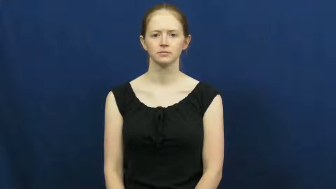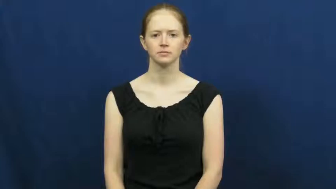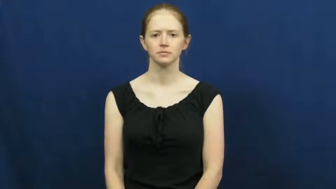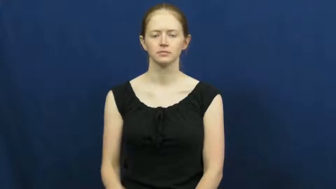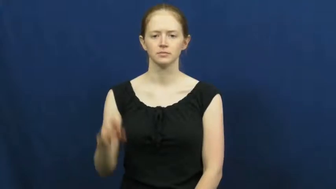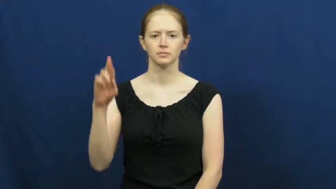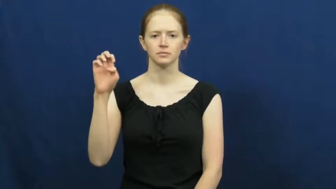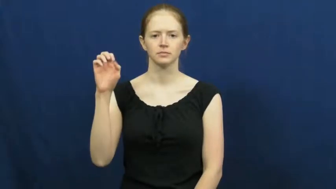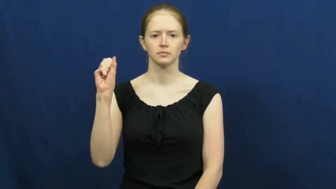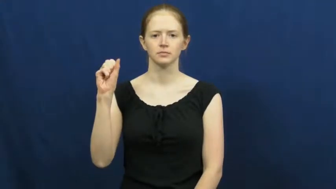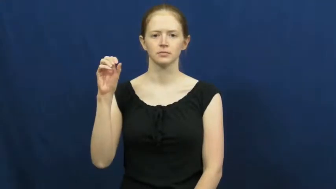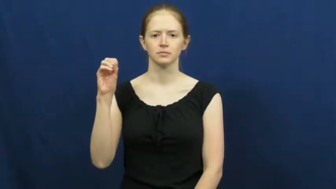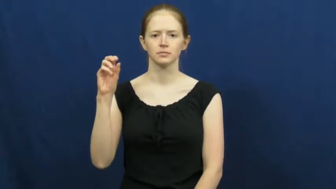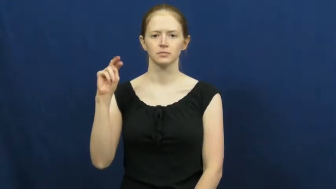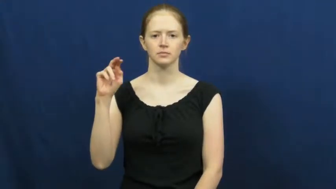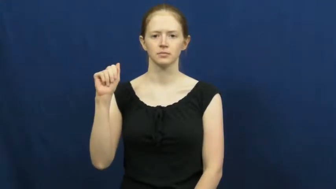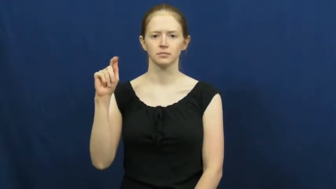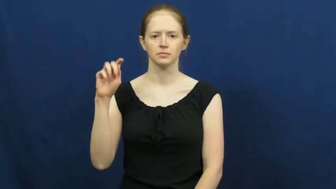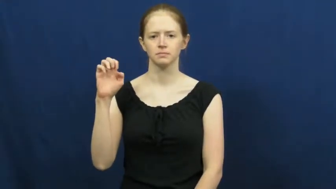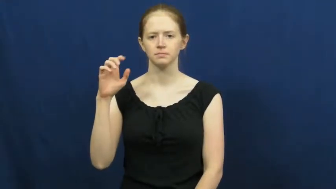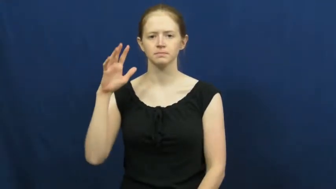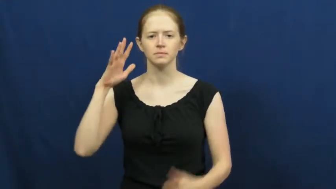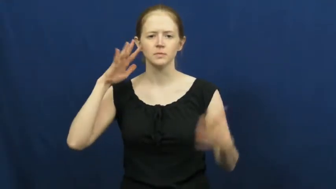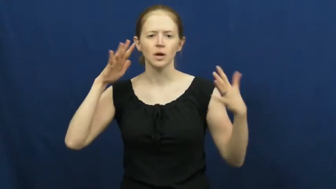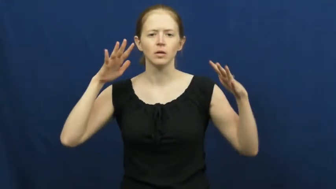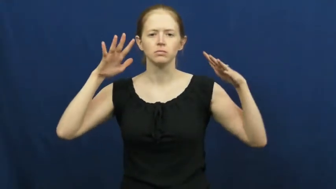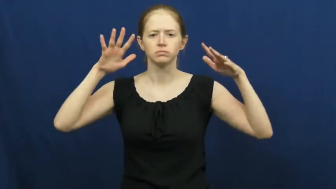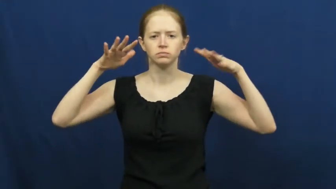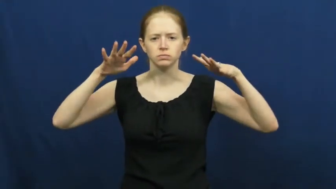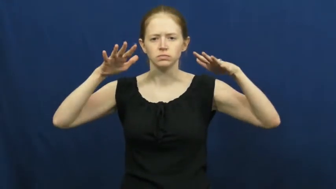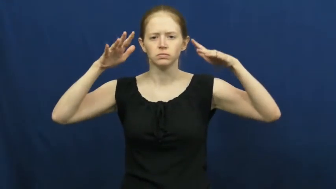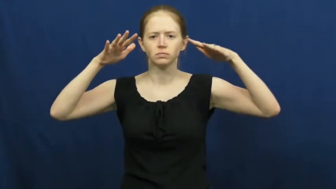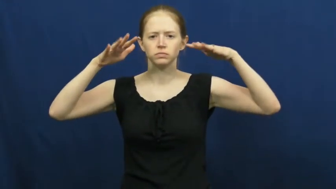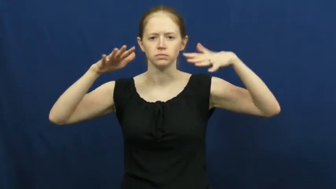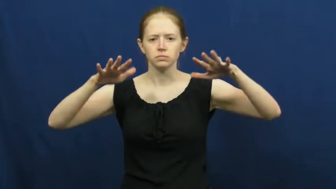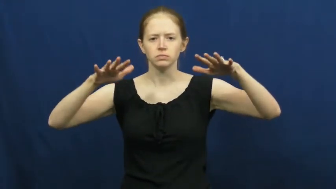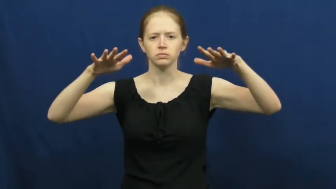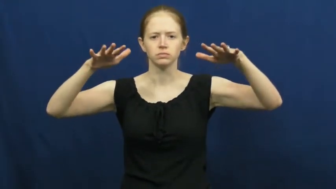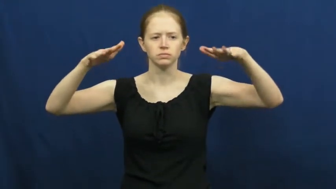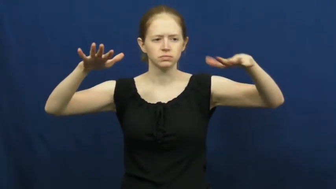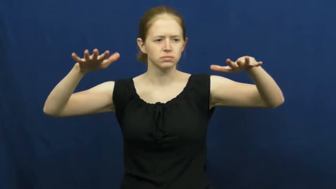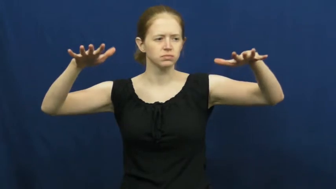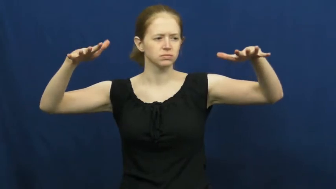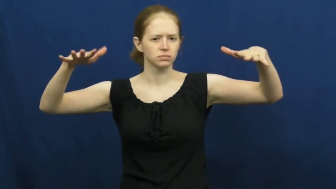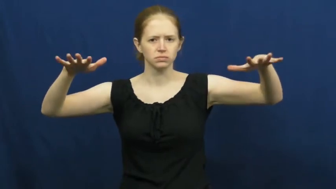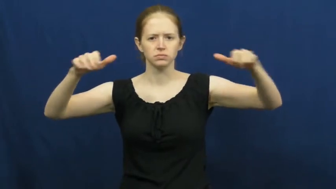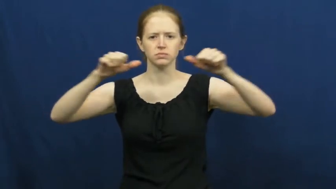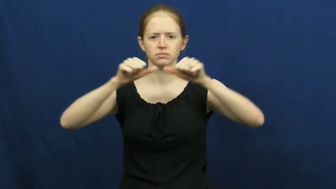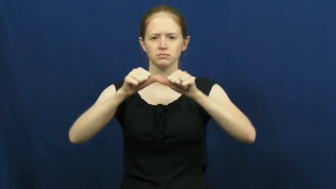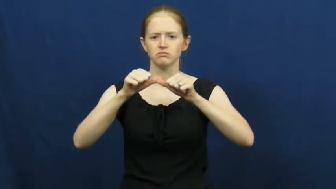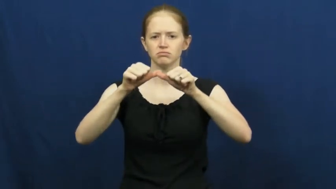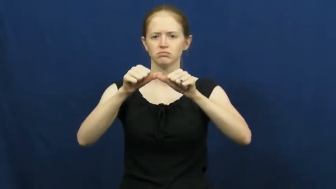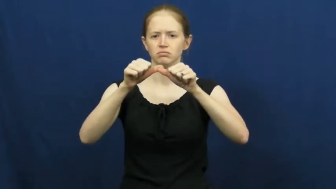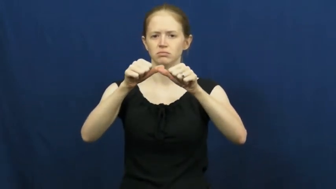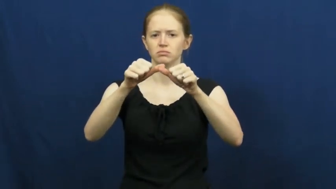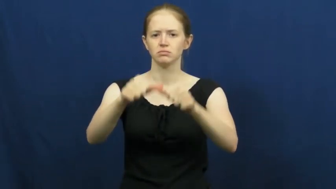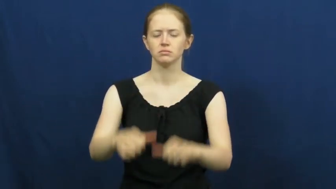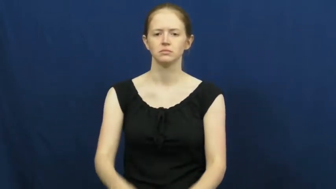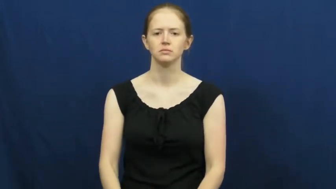resonate,resonance-sound